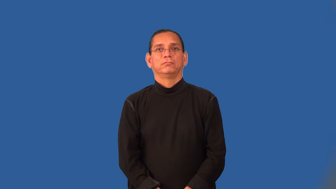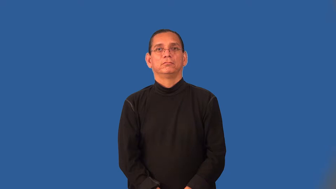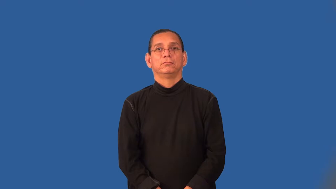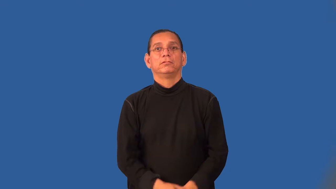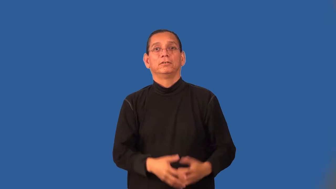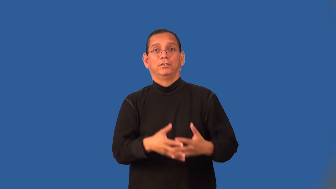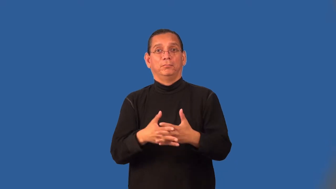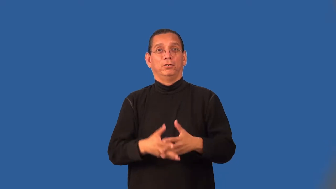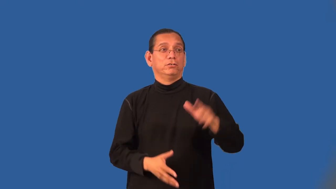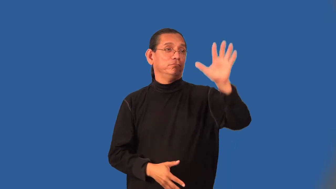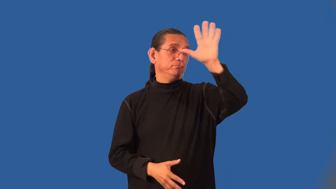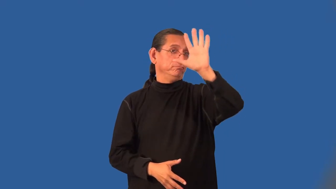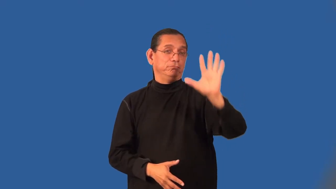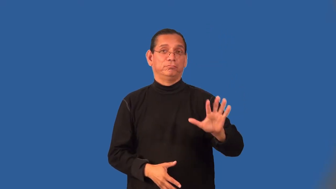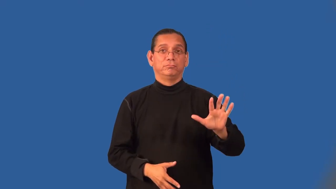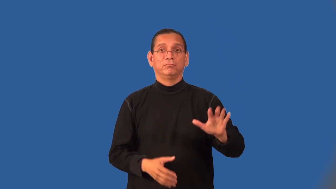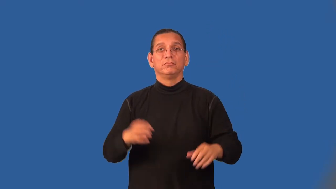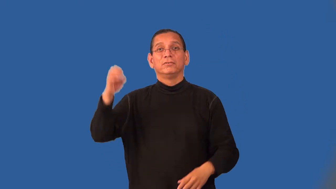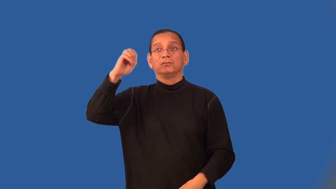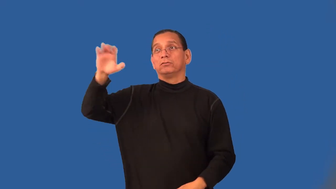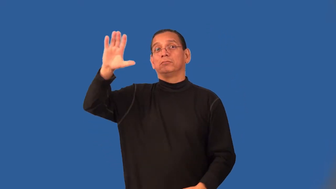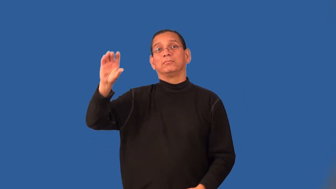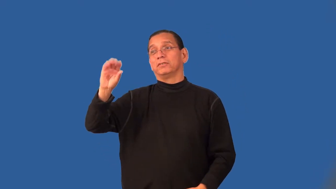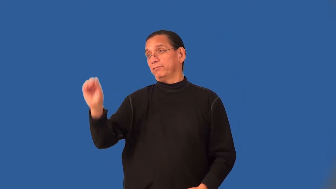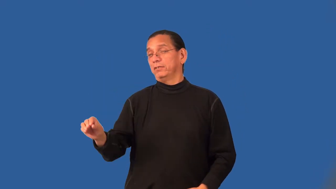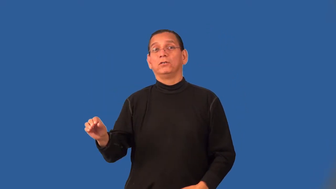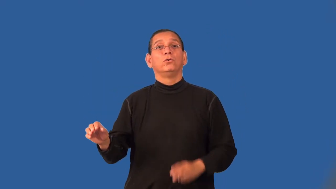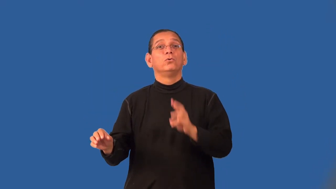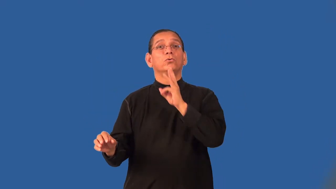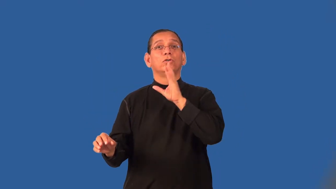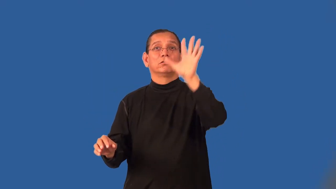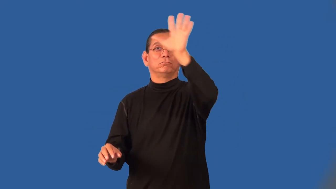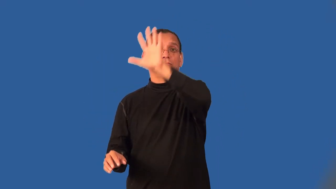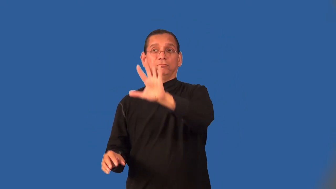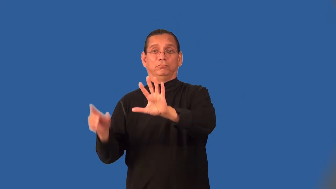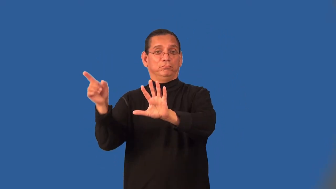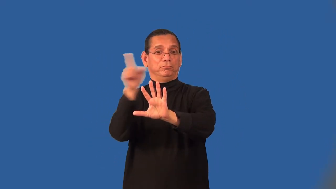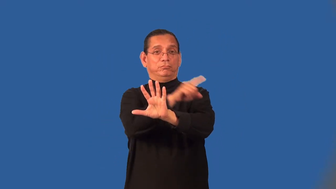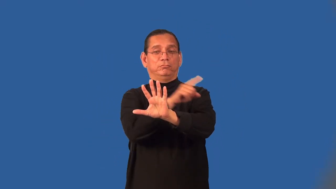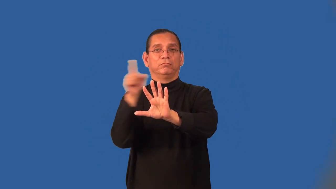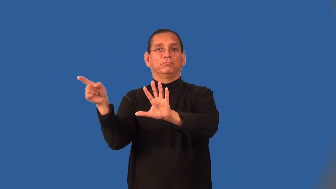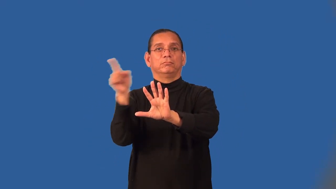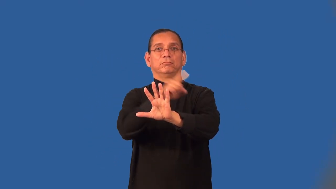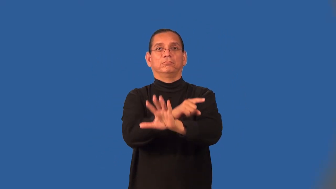transatlantic